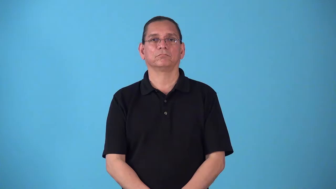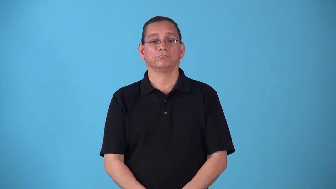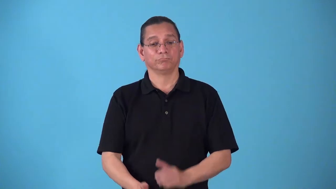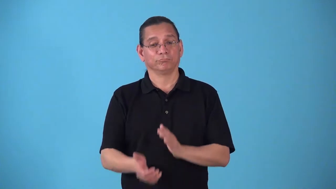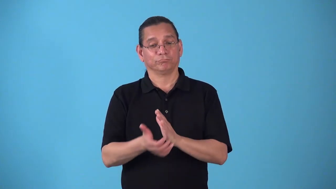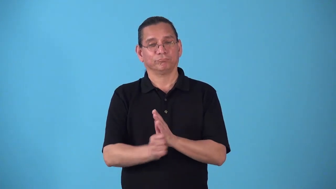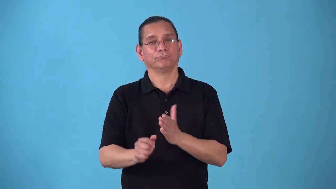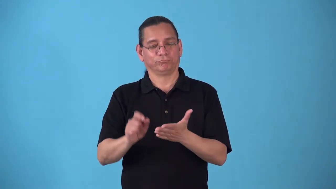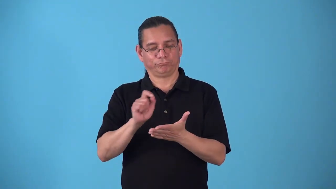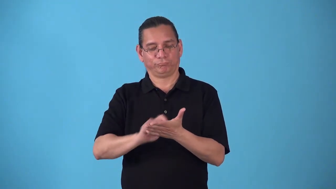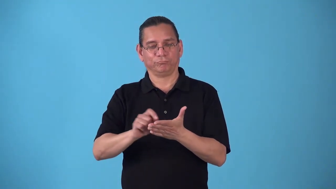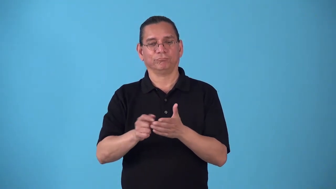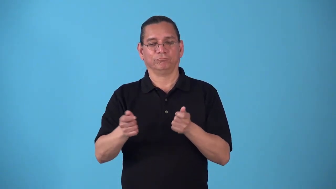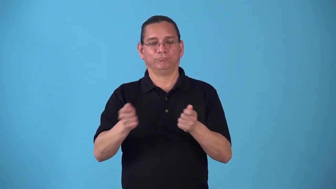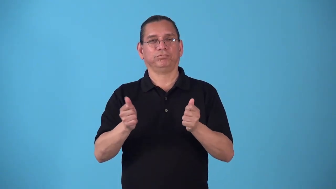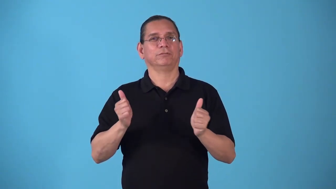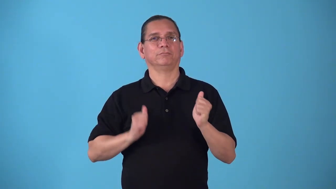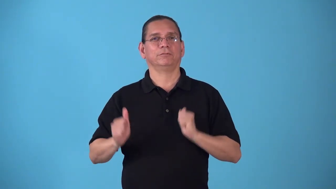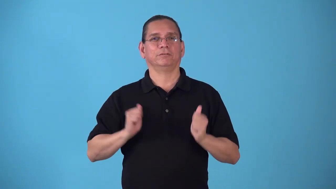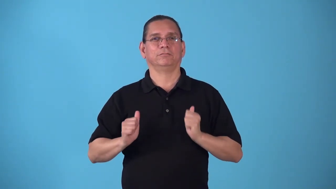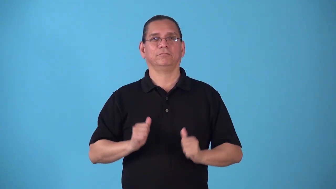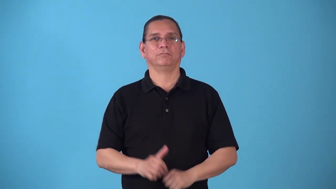stagecraft